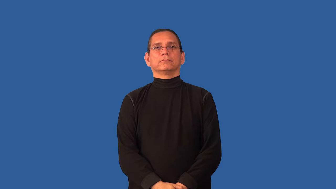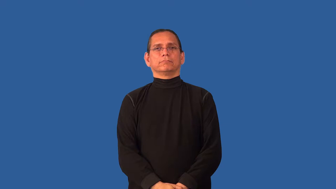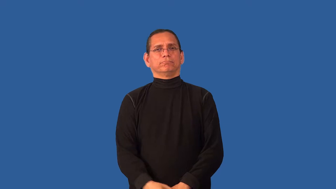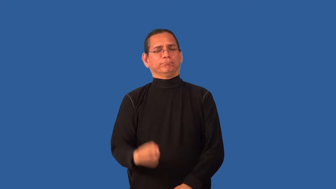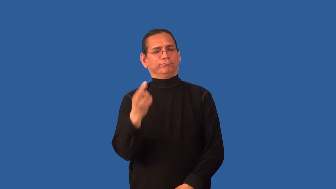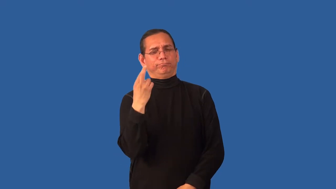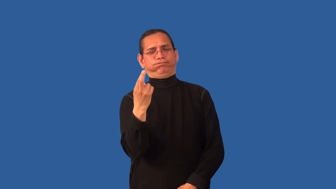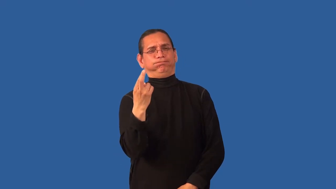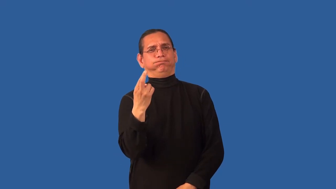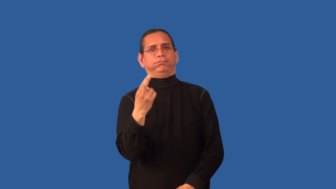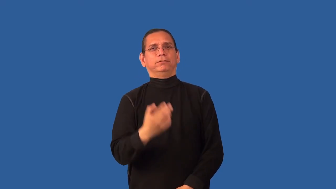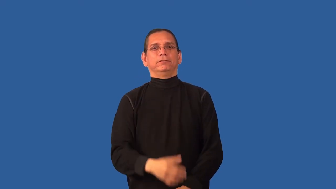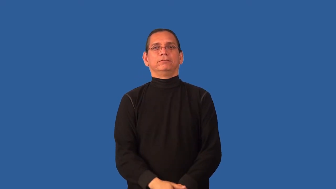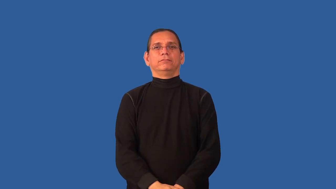close-friendly